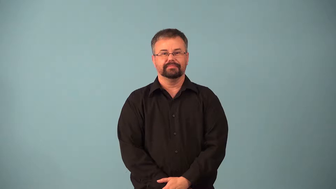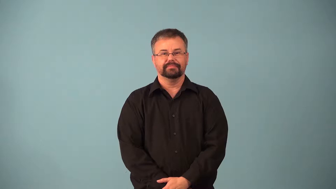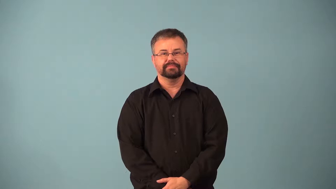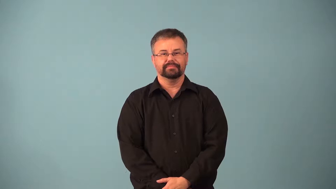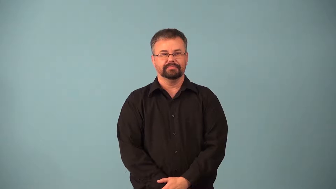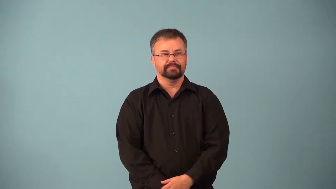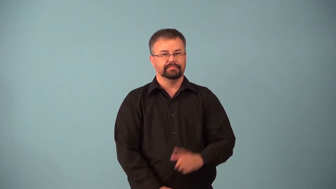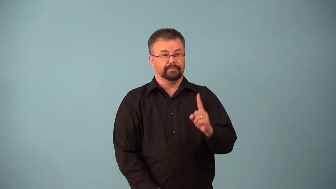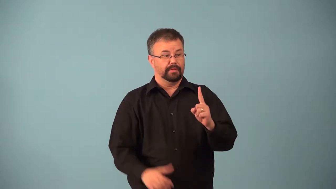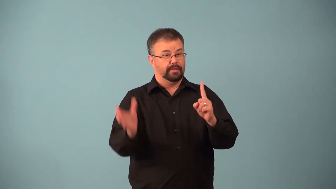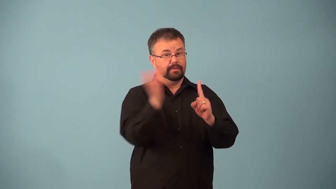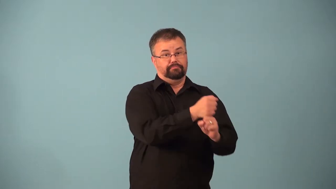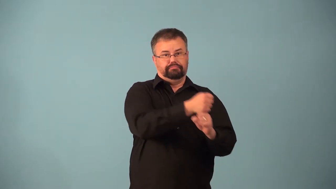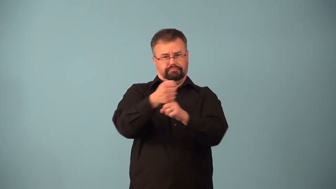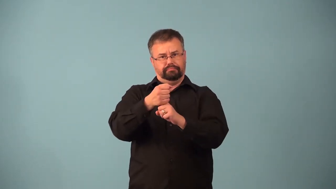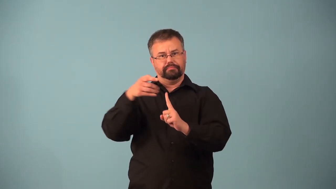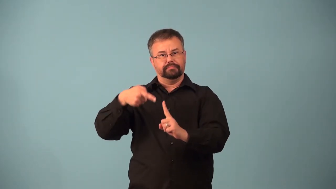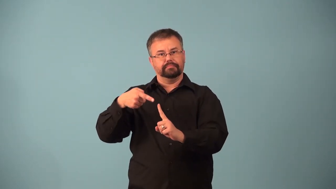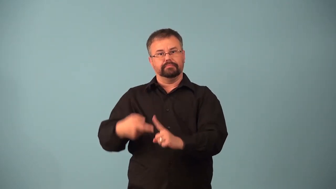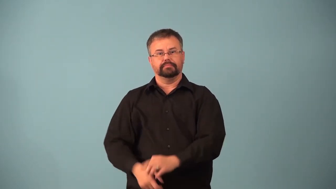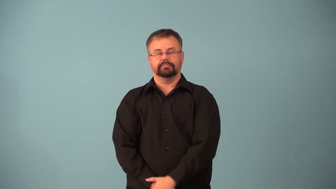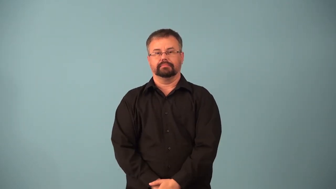abductee